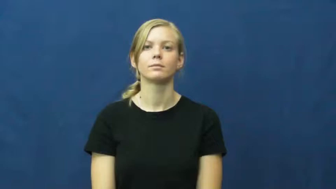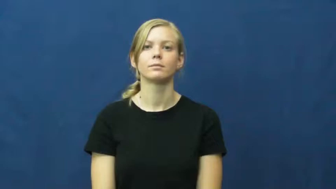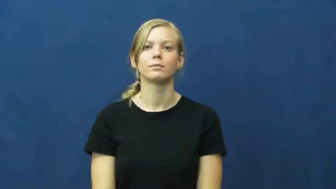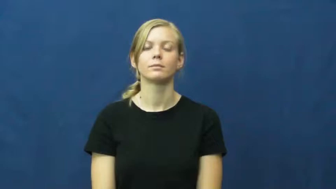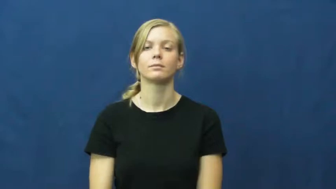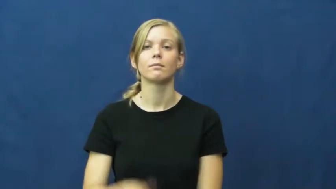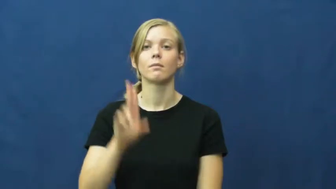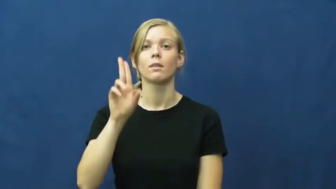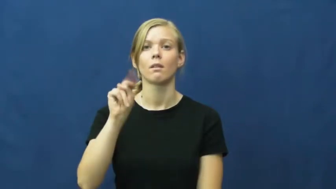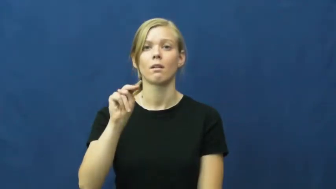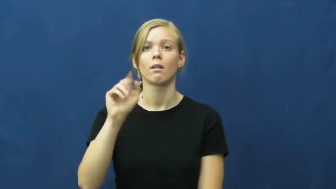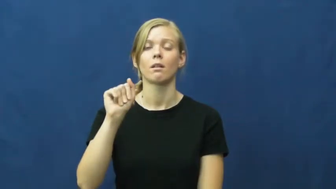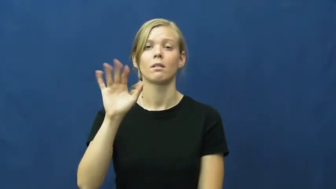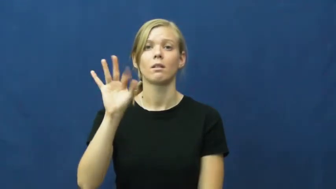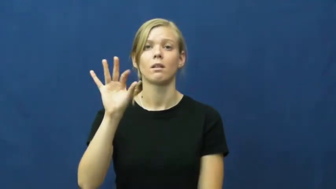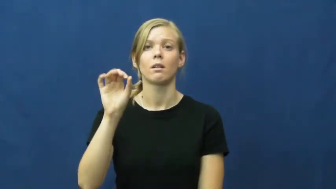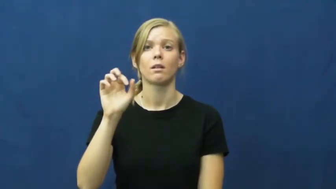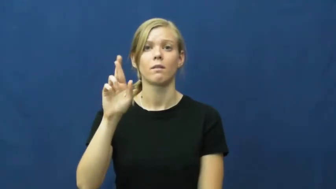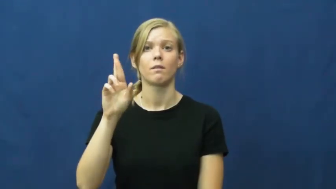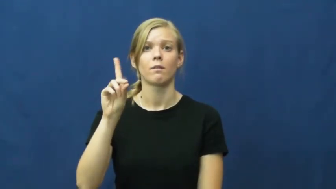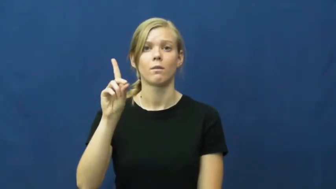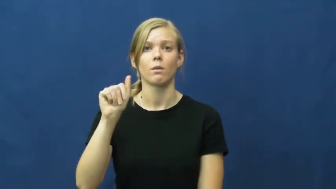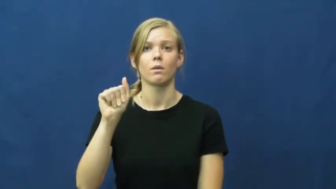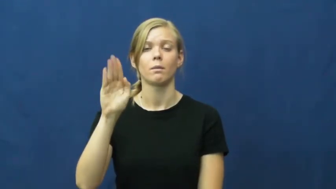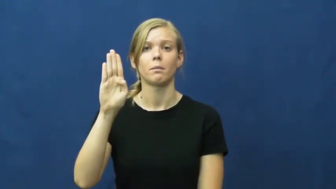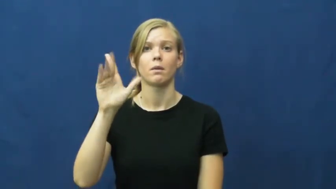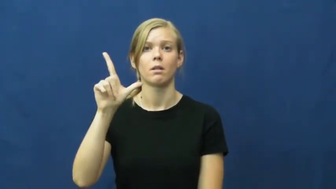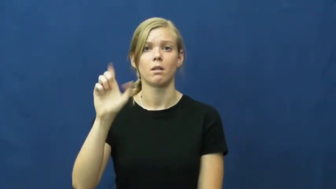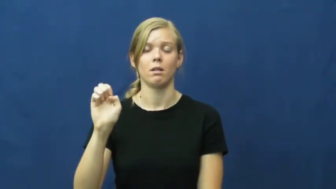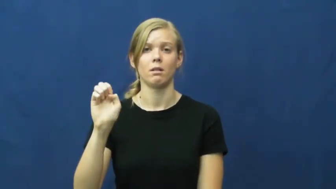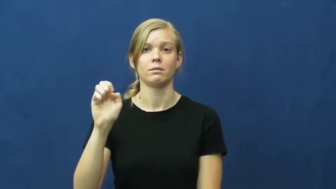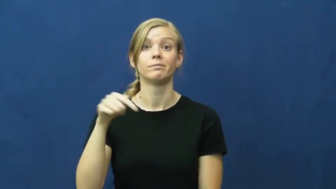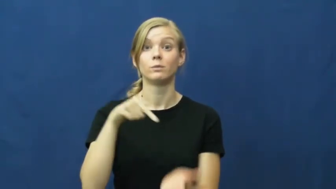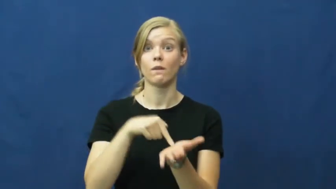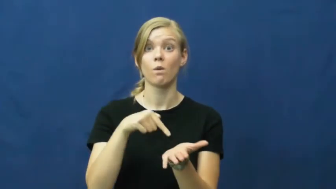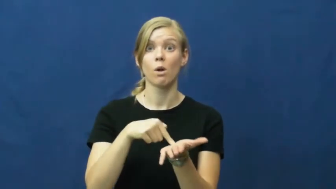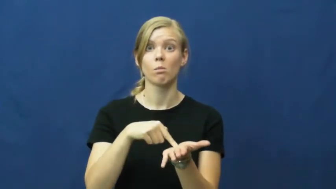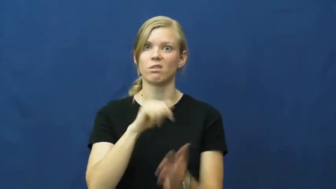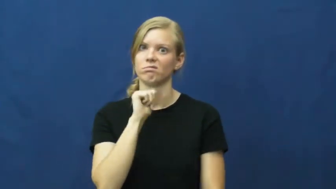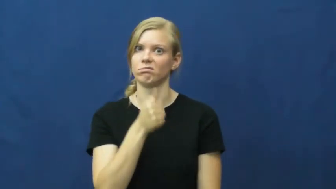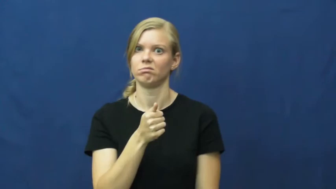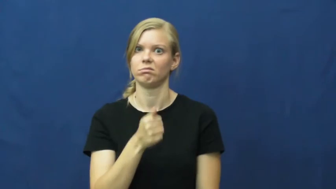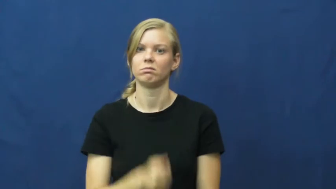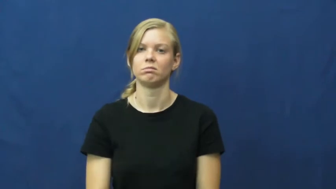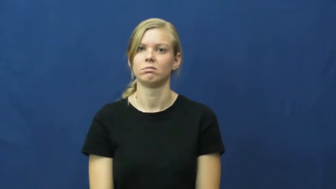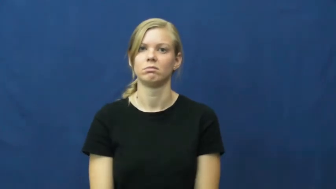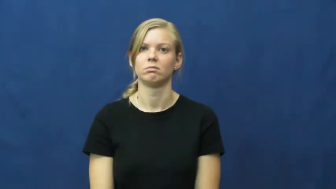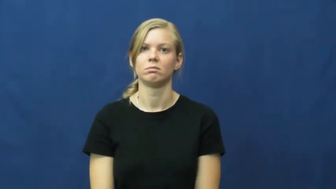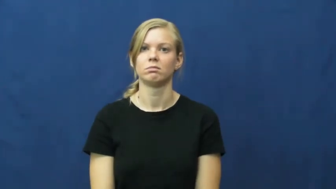unaffordable